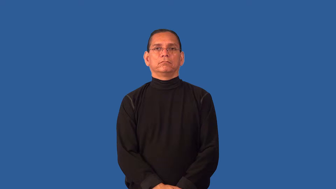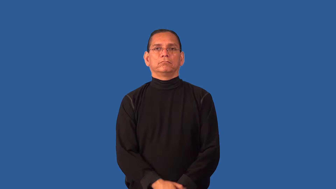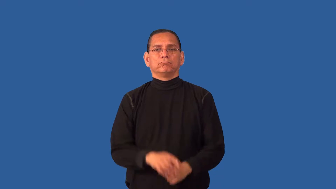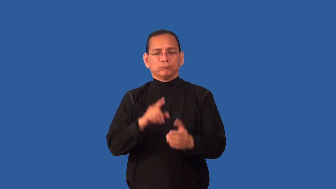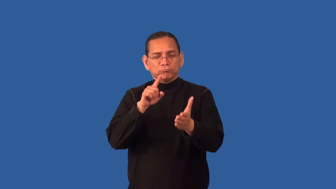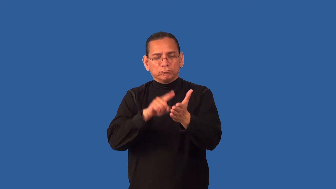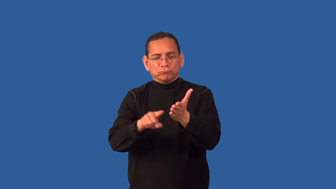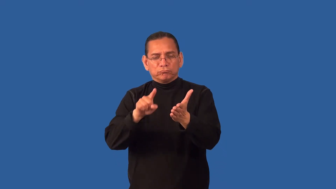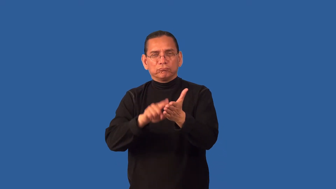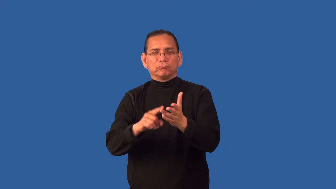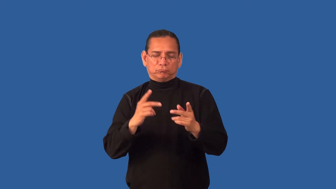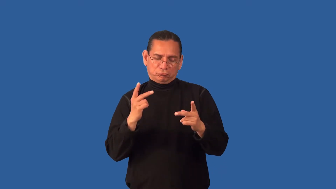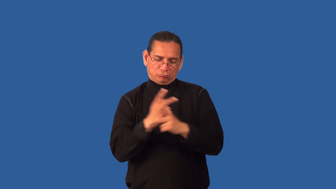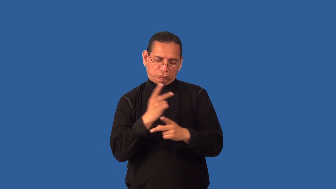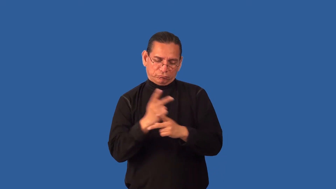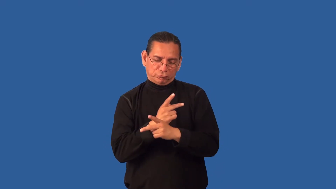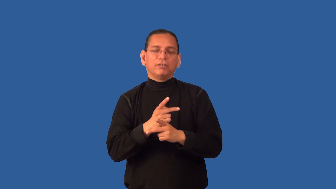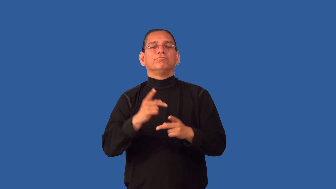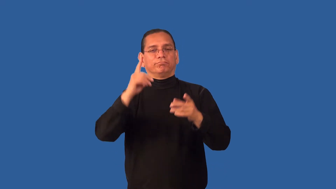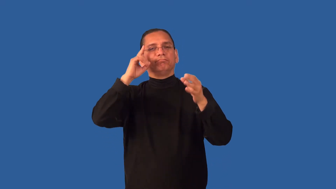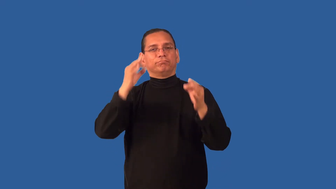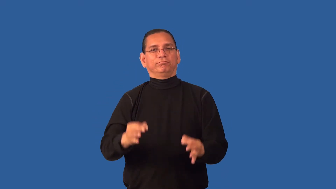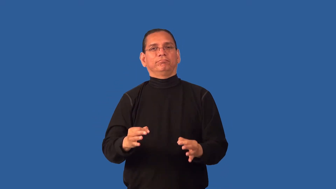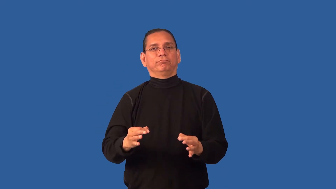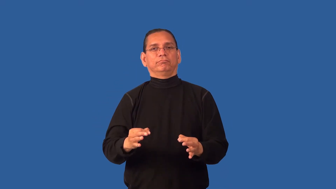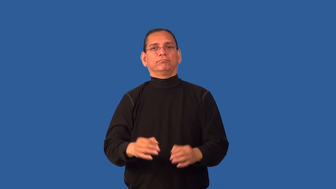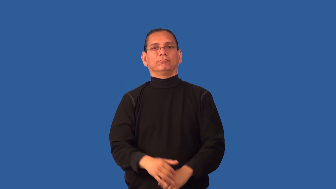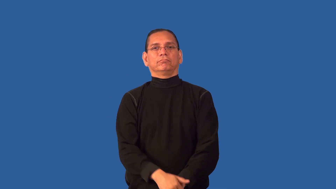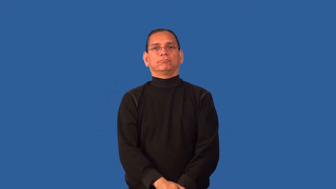determine,ascertain-find out information